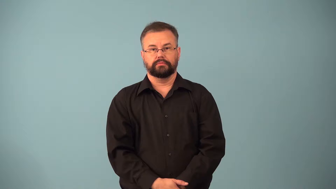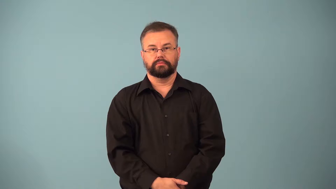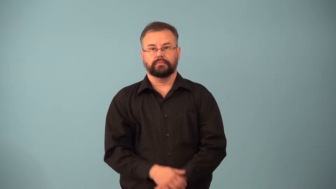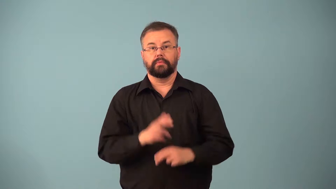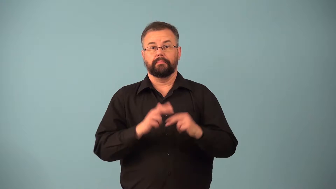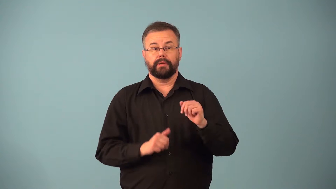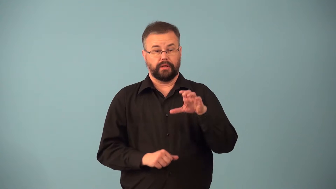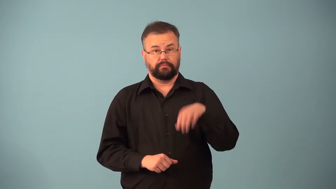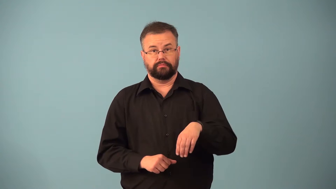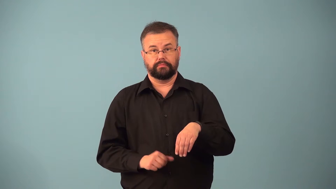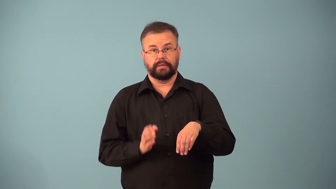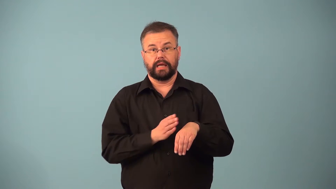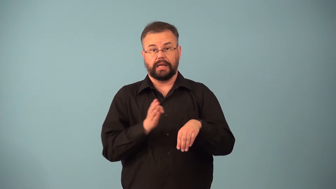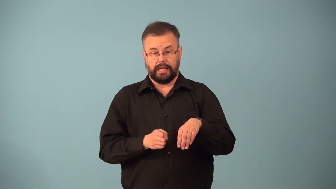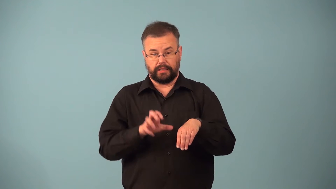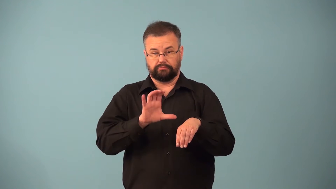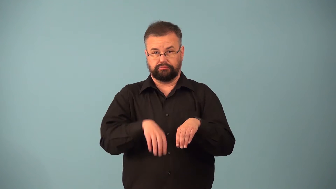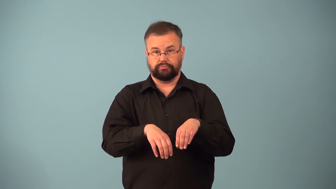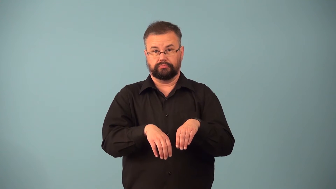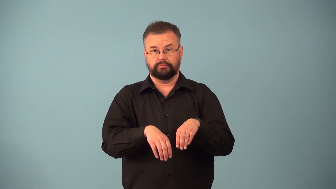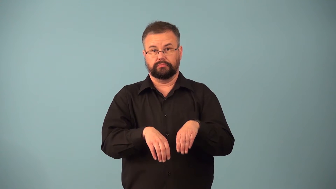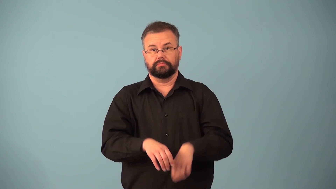abut